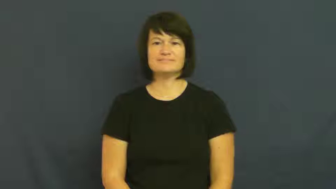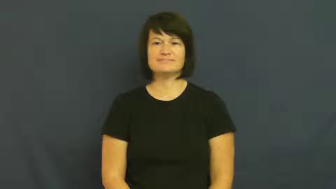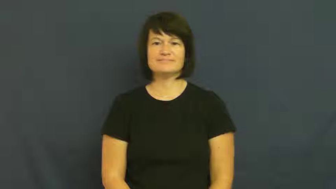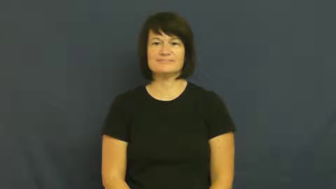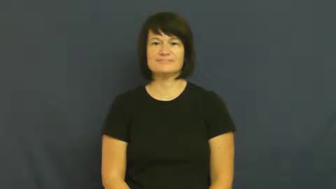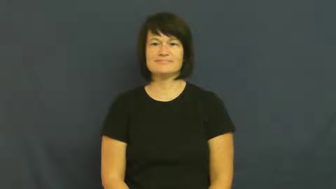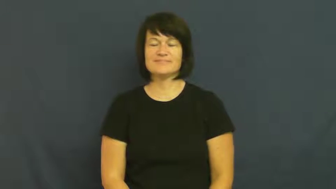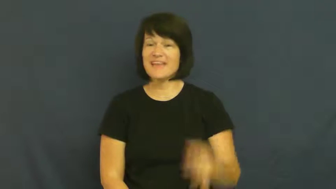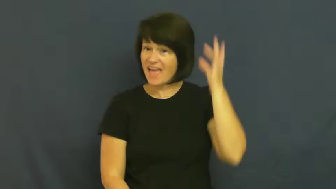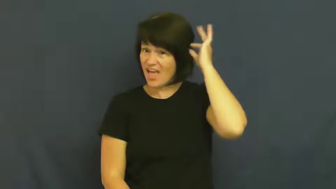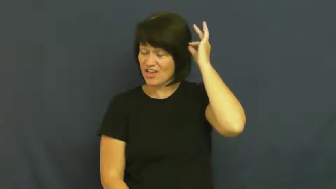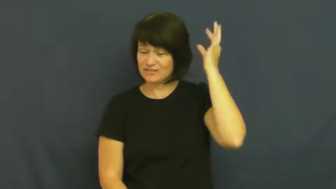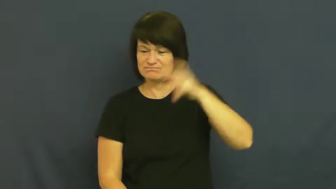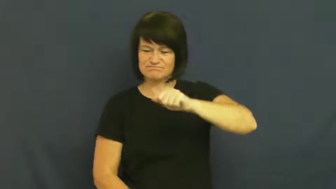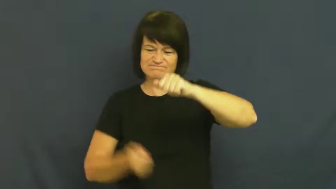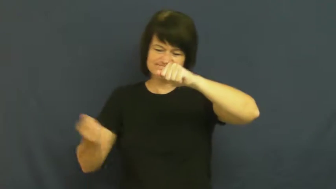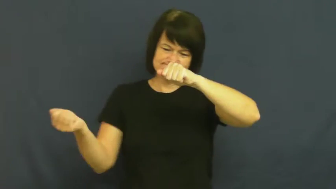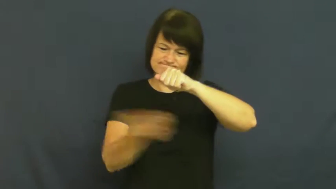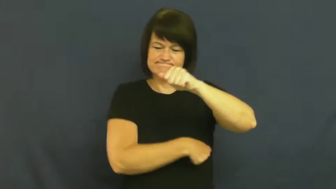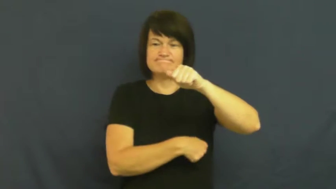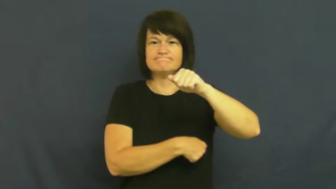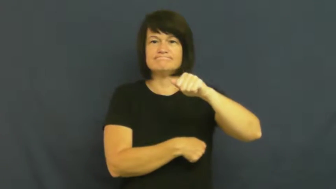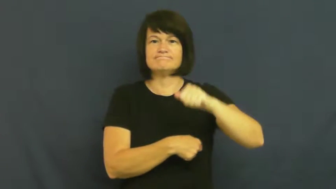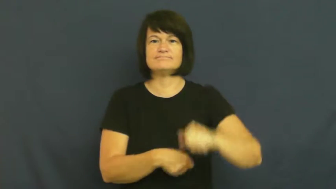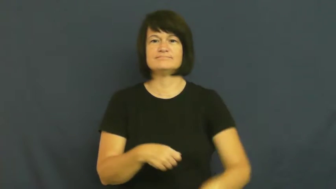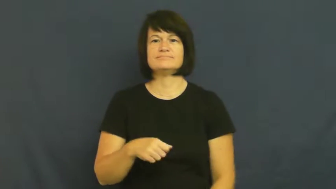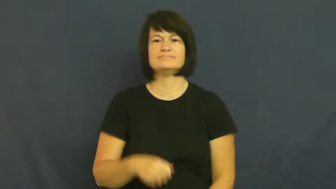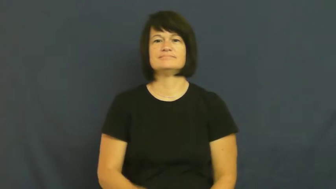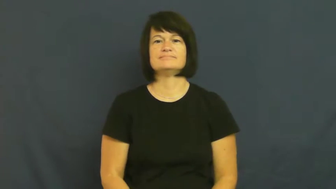scalp-cut